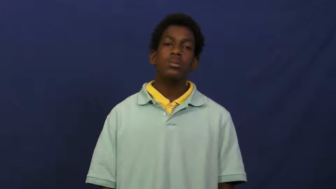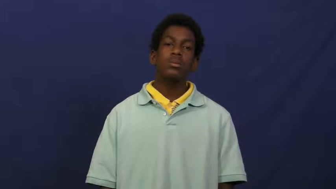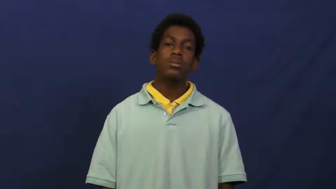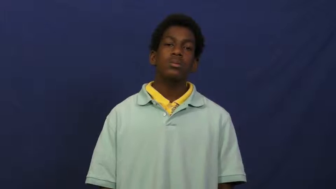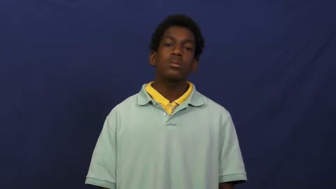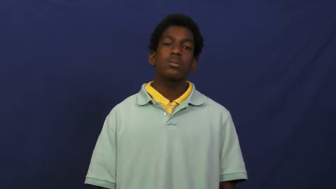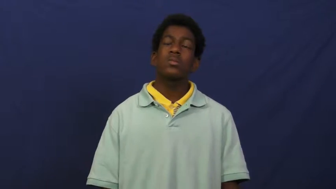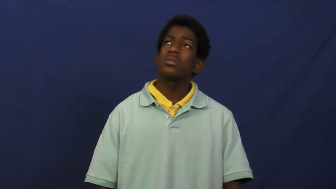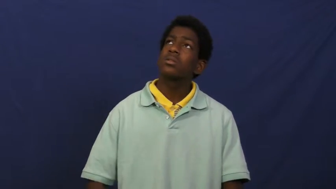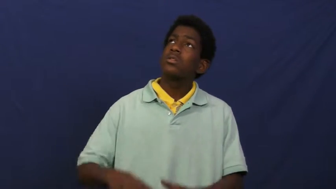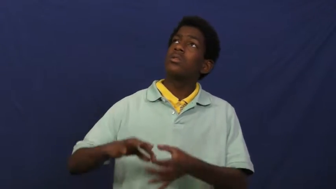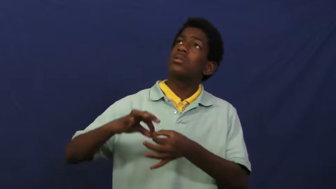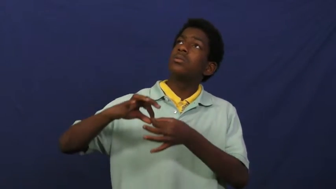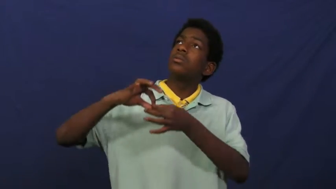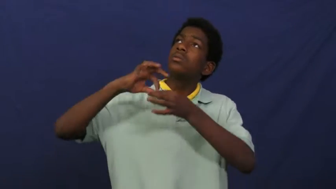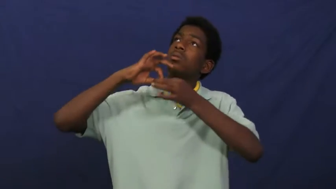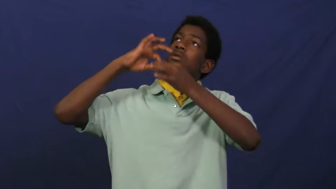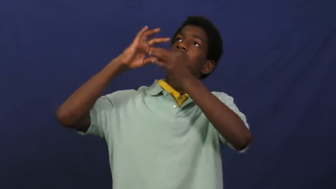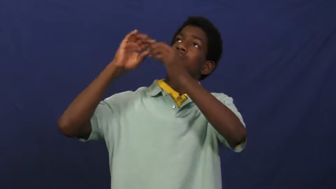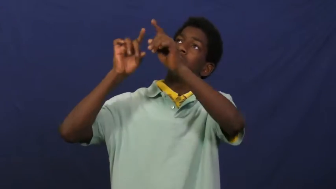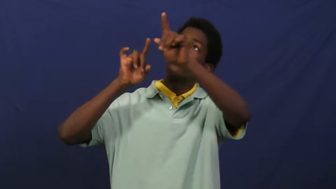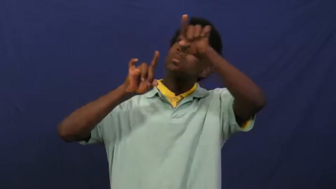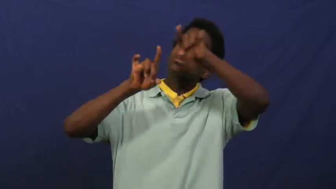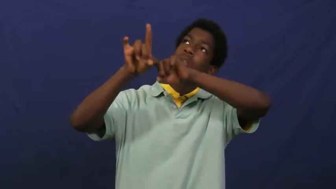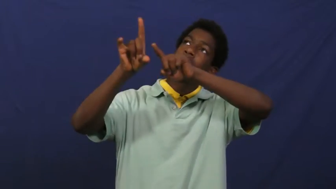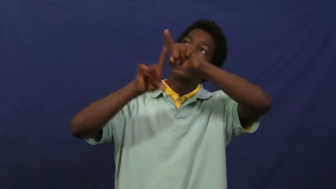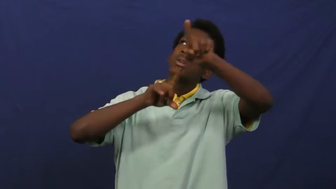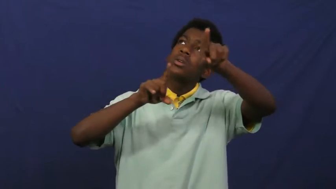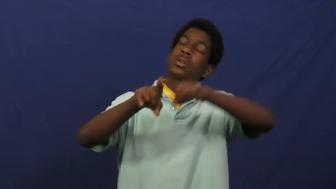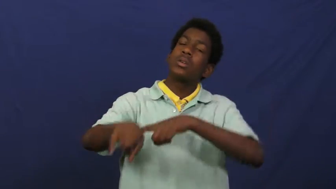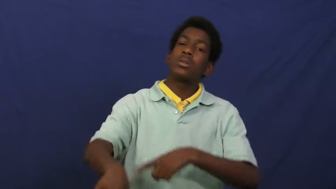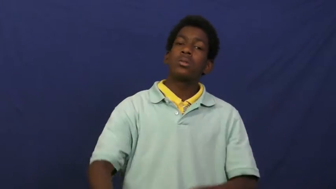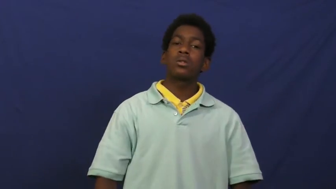cosmic